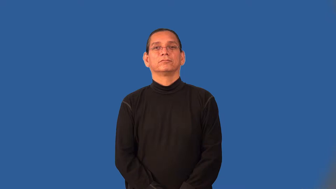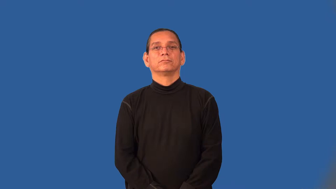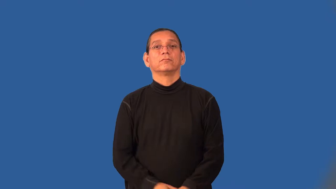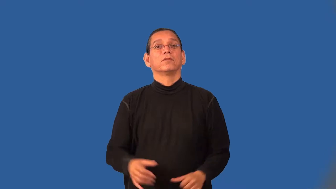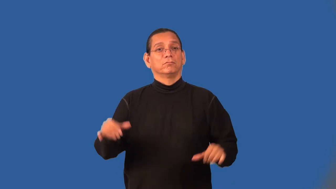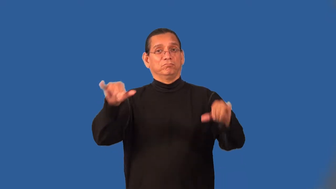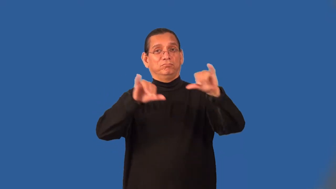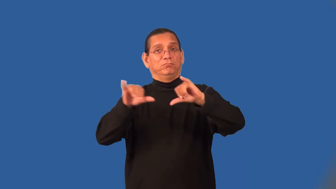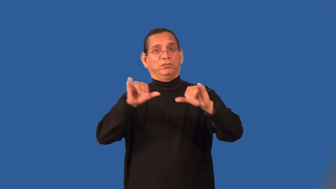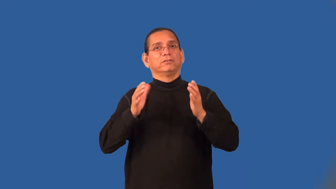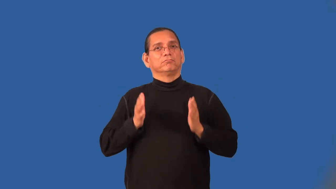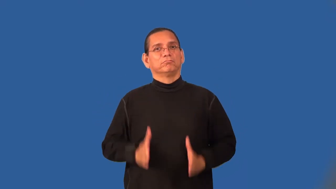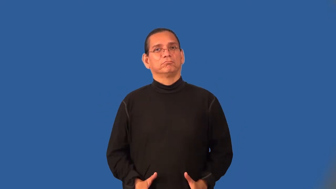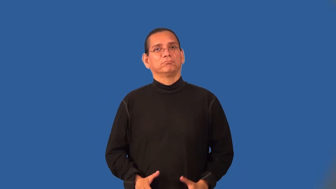barkeeper,barkeep,barman,bartender,publican